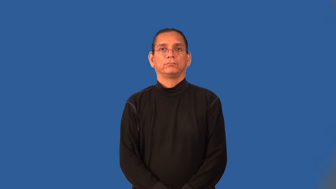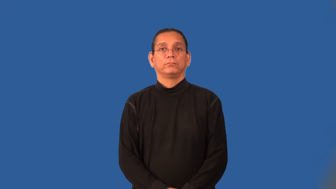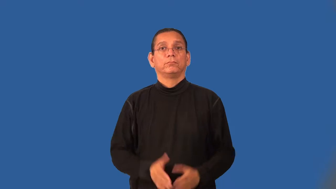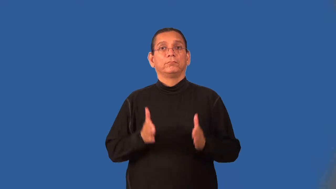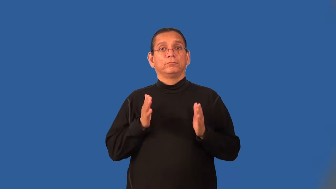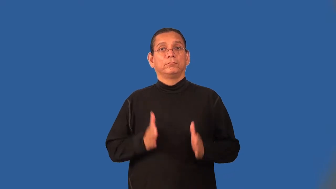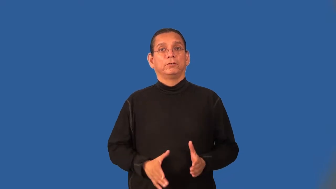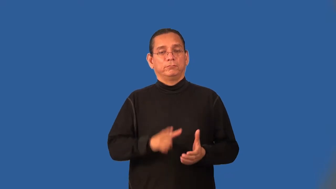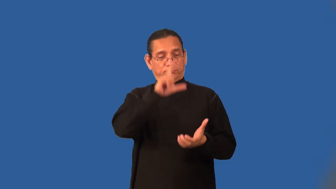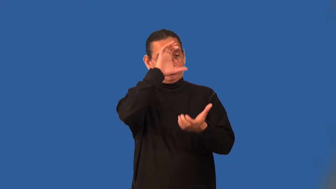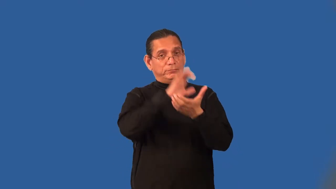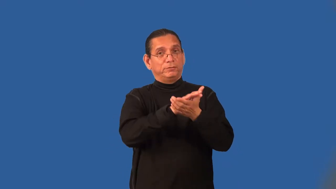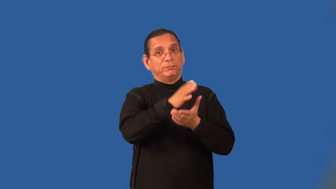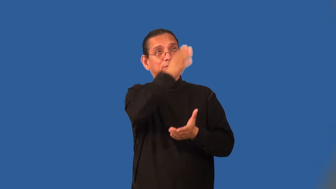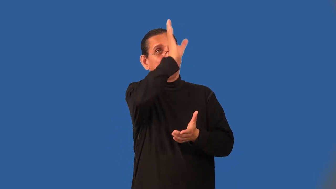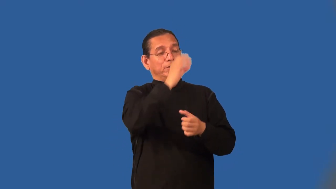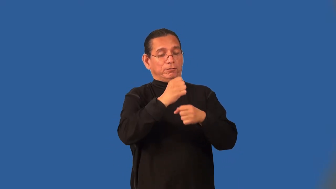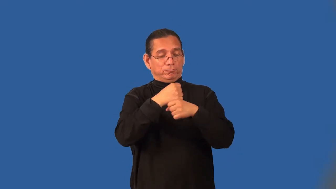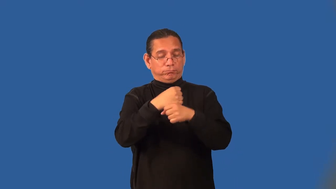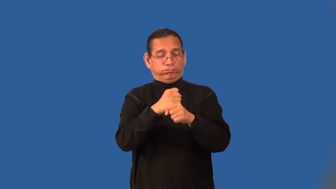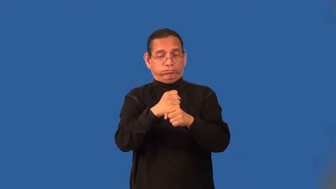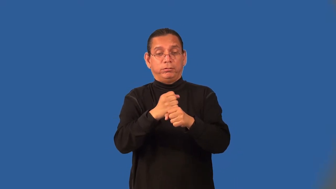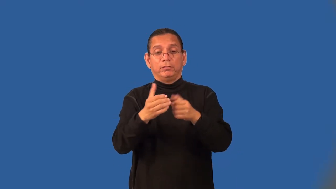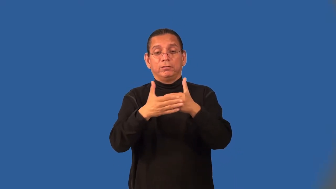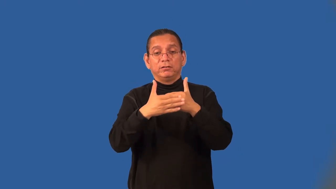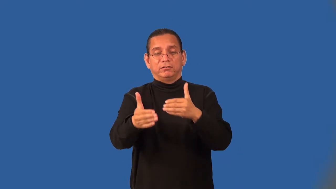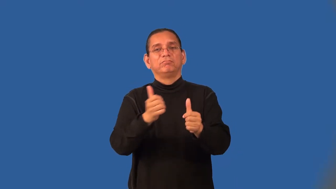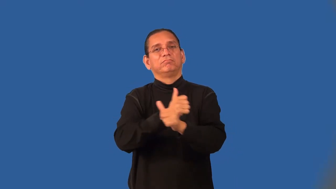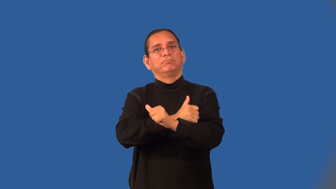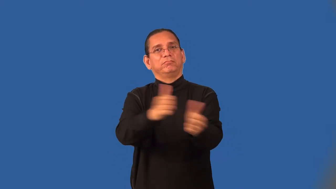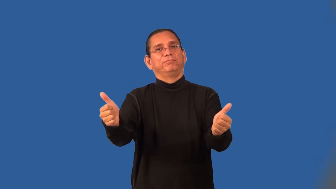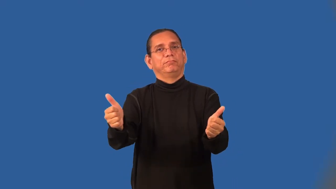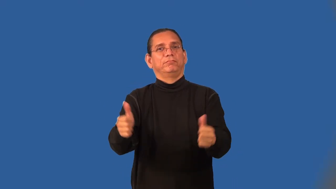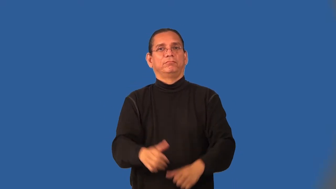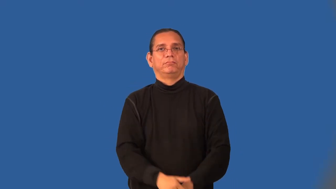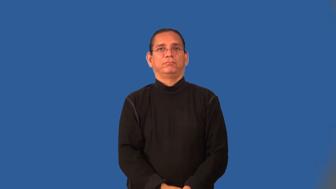deist